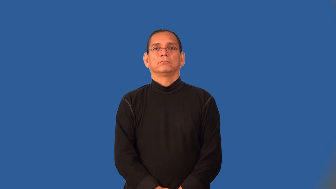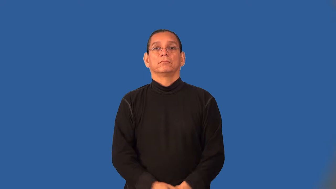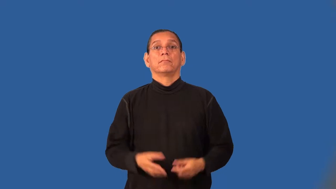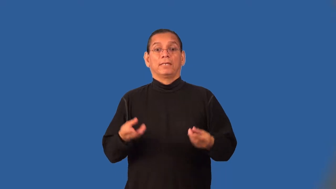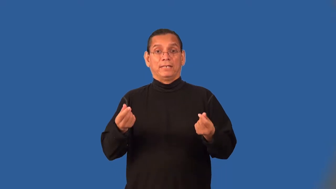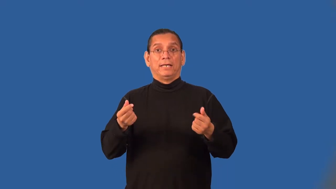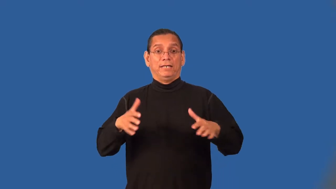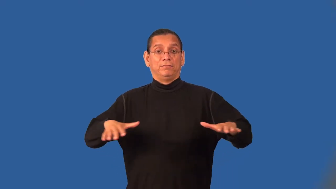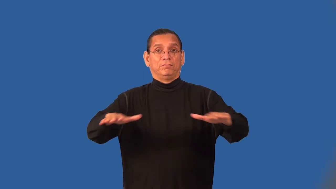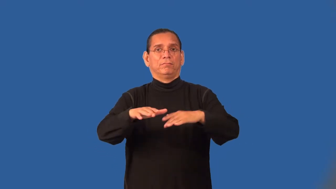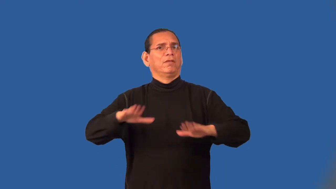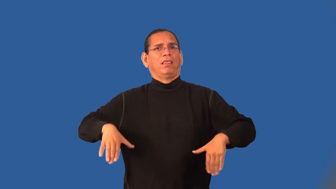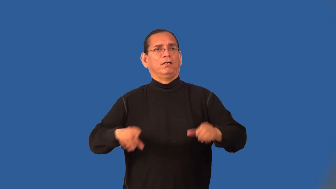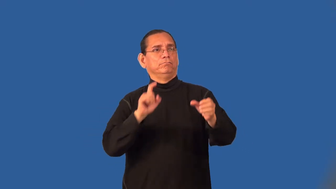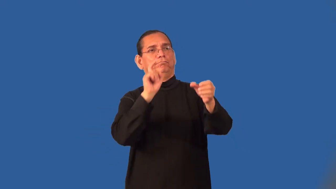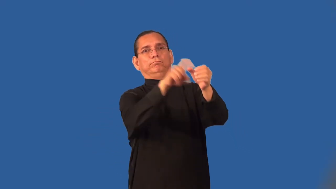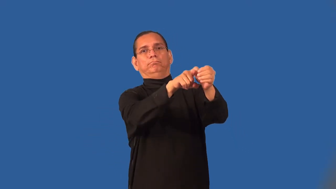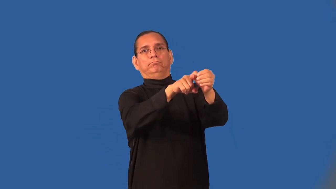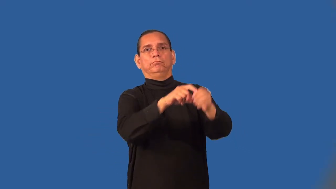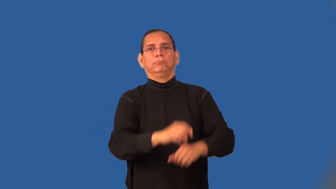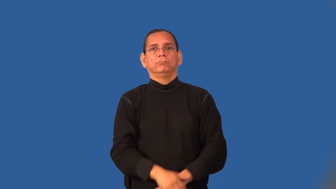territory